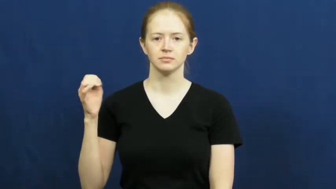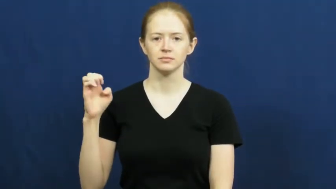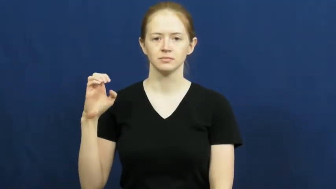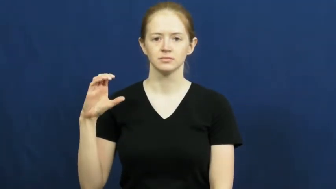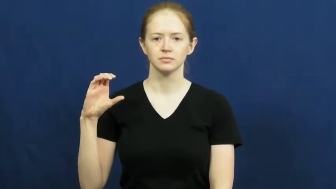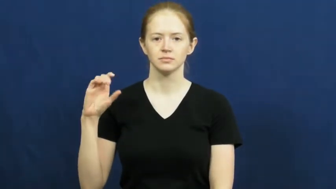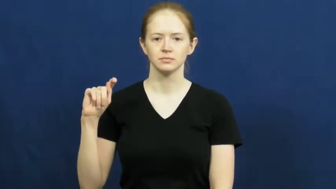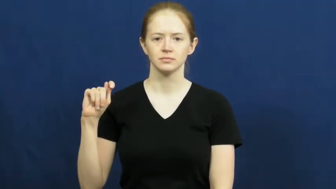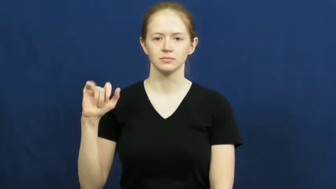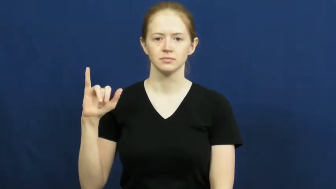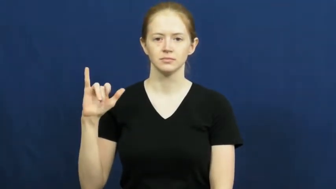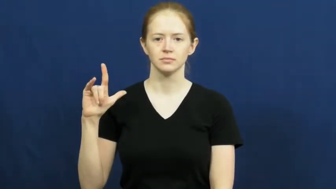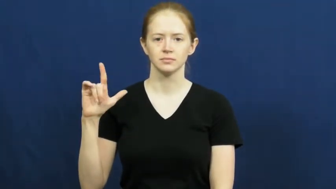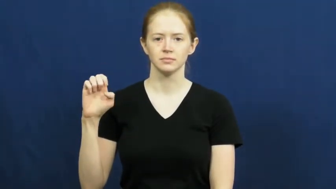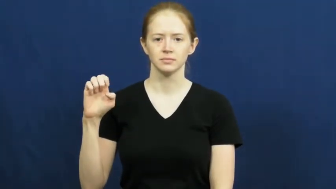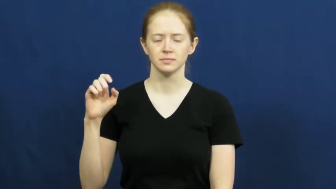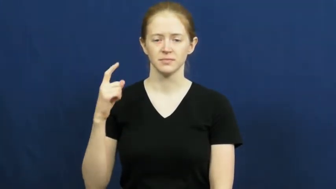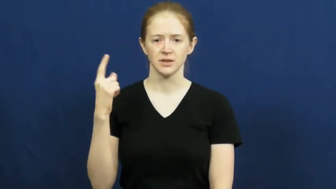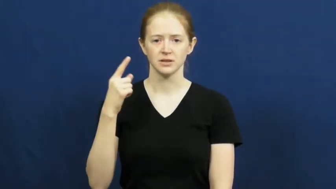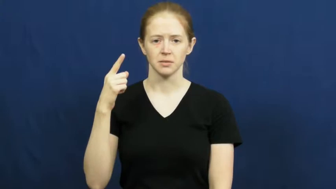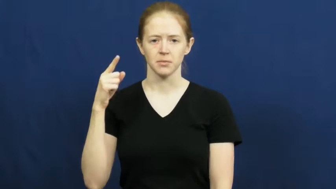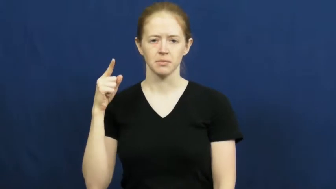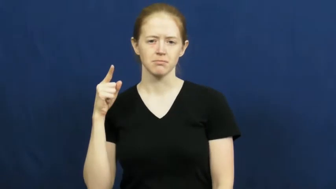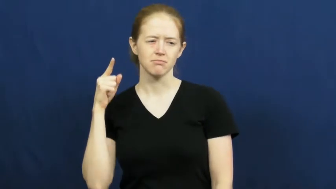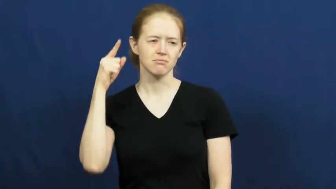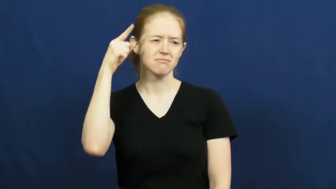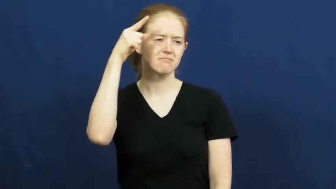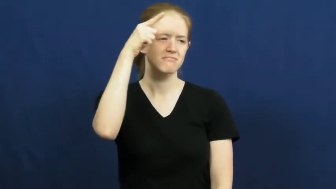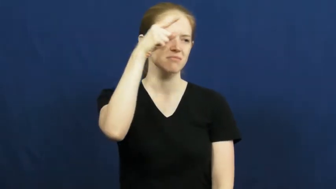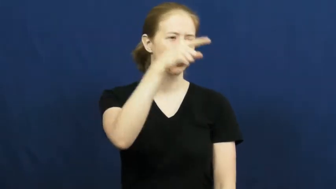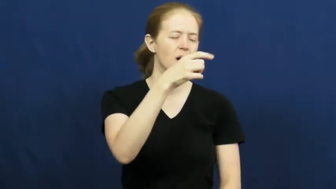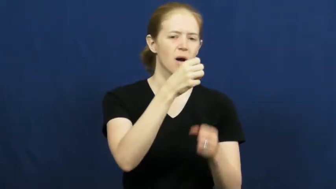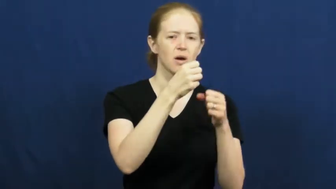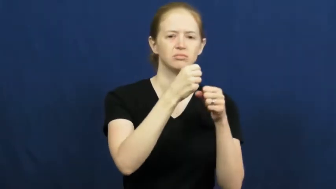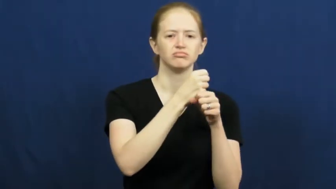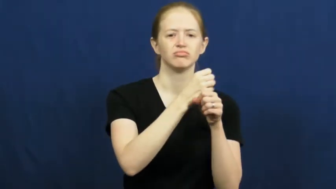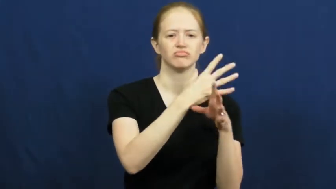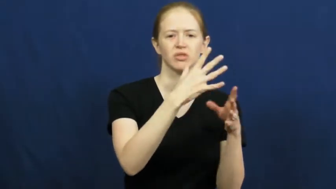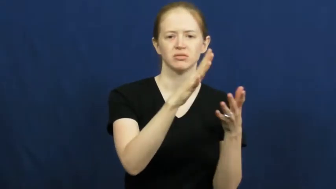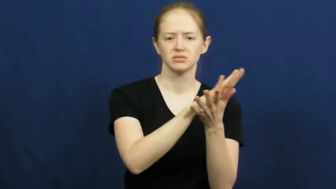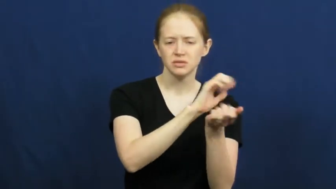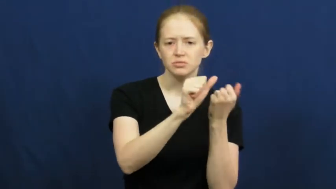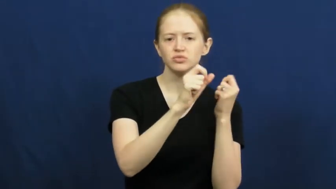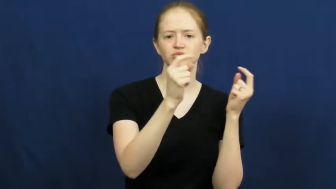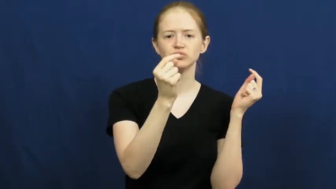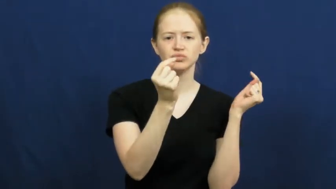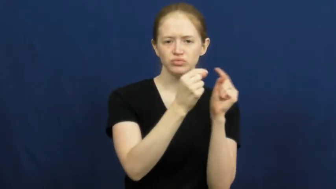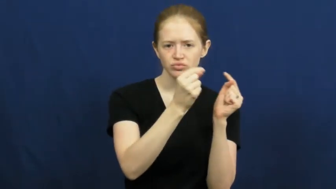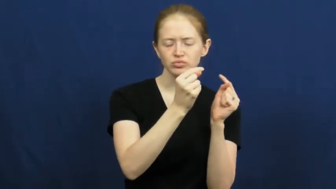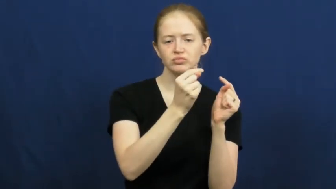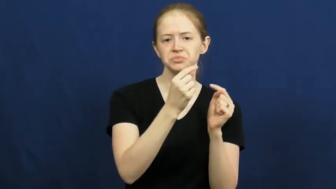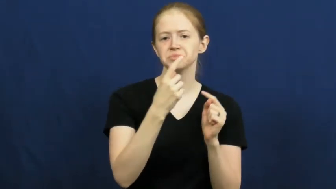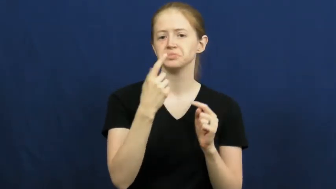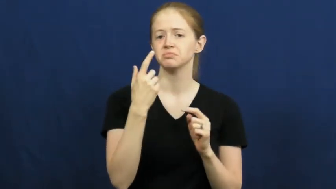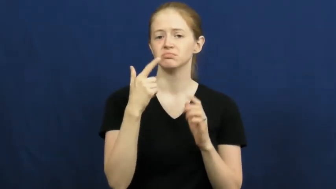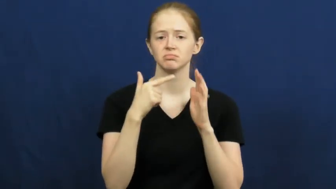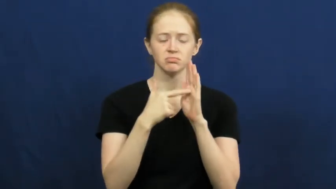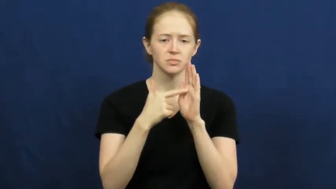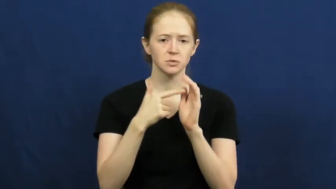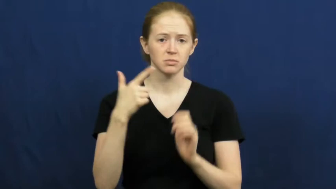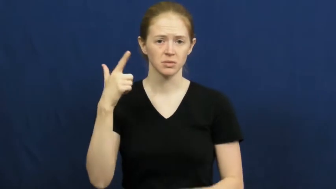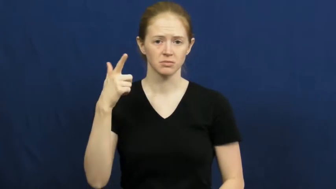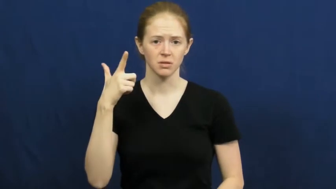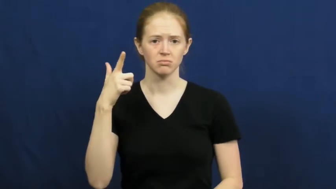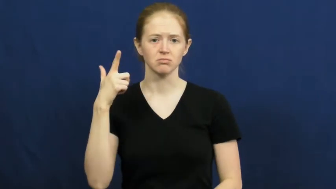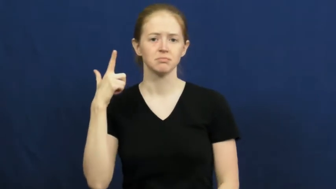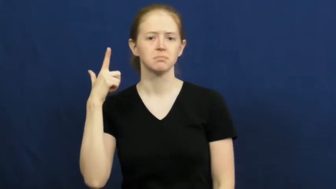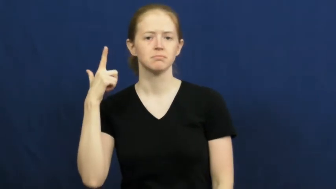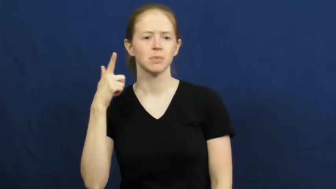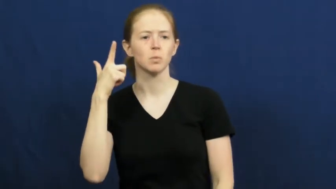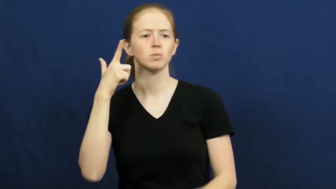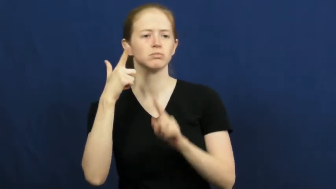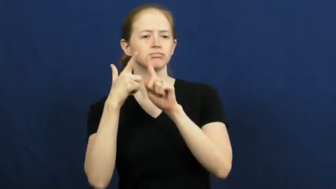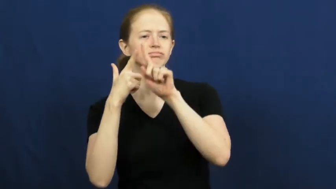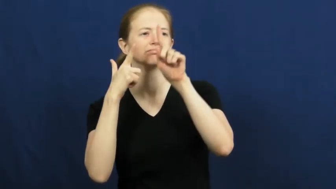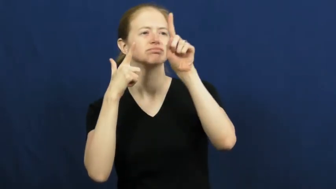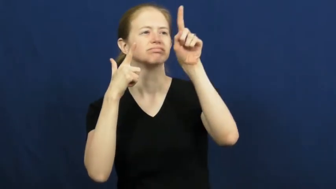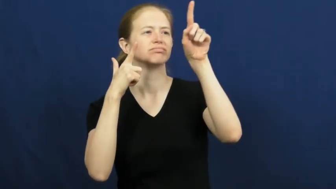projectile